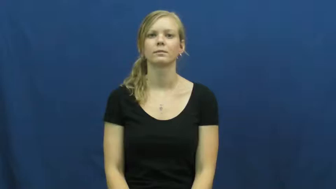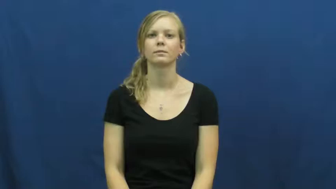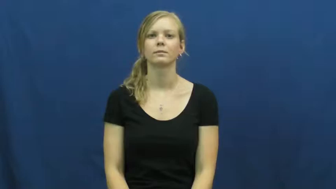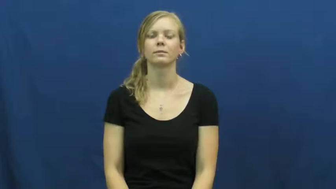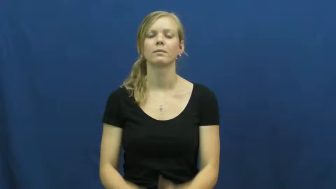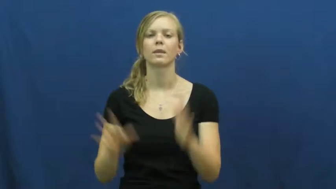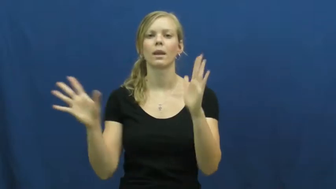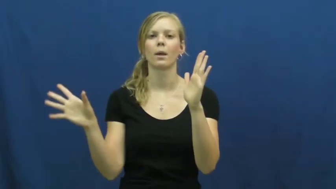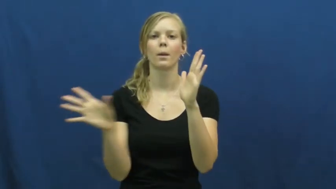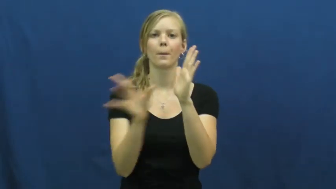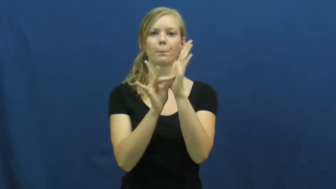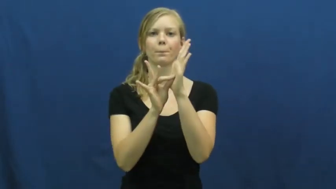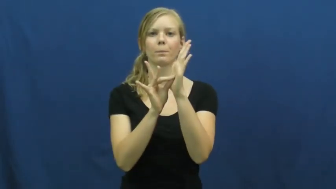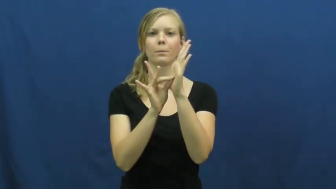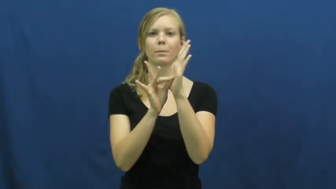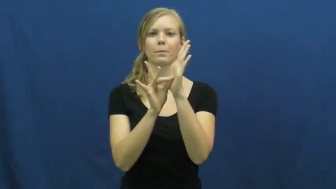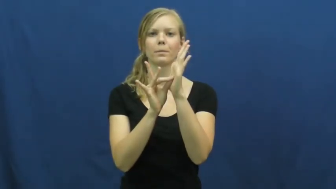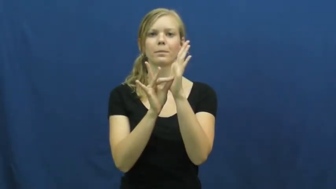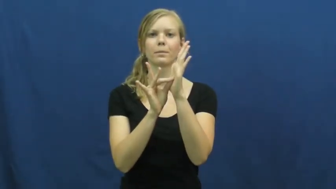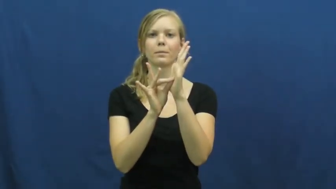stick,grip,hold,stay,adhere,tack onto,affix,attract,bind,bond